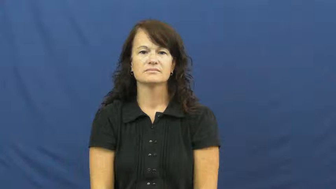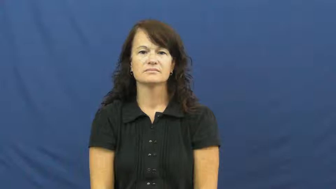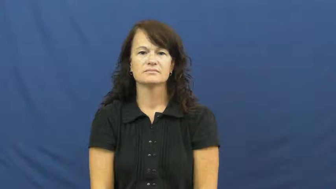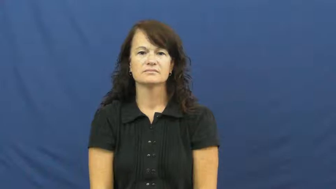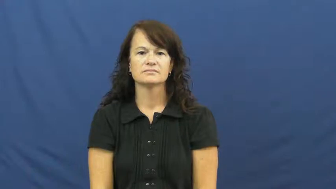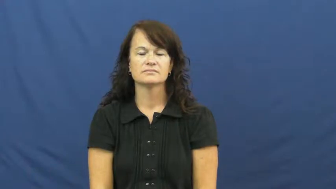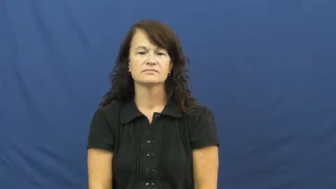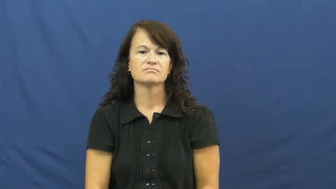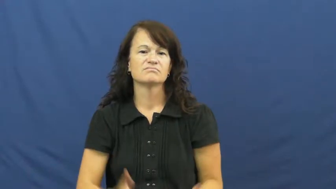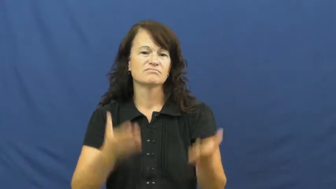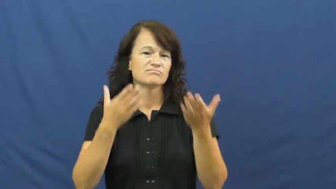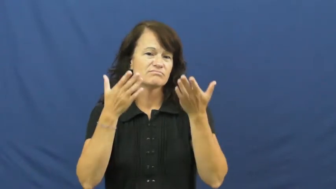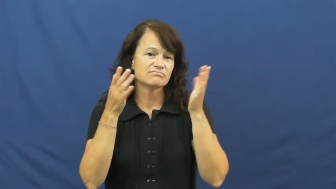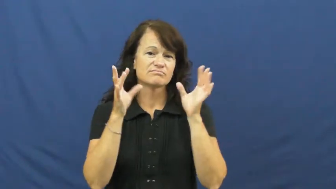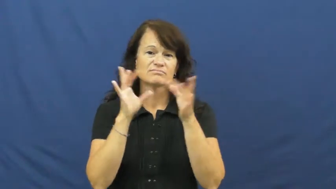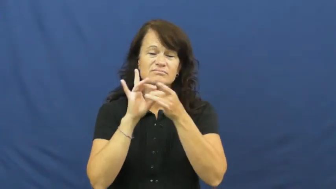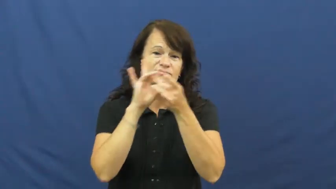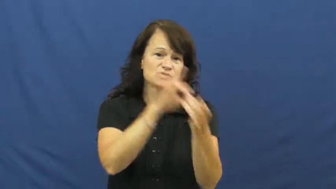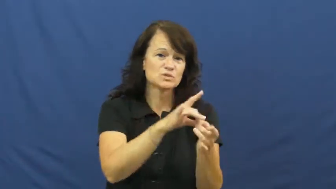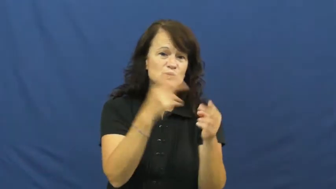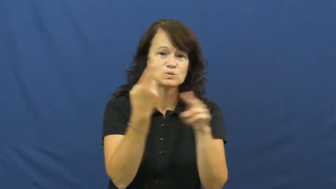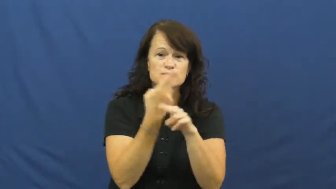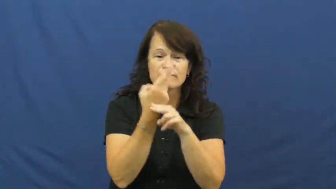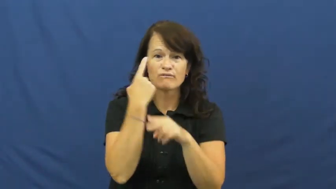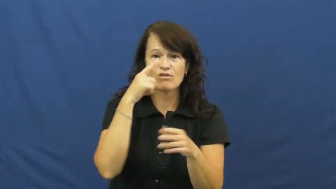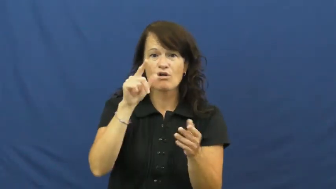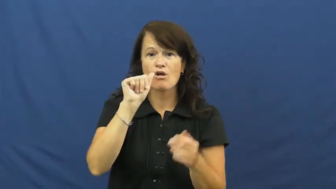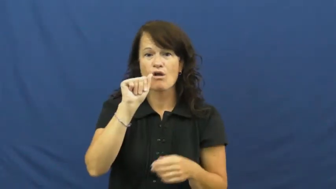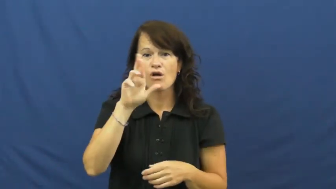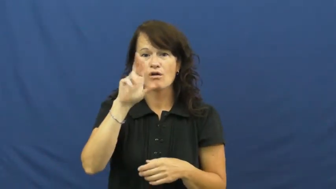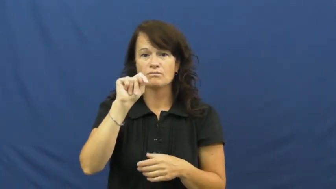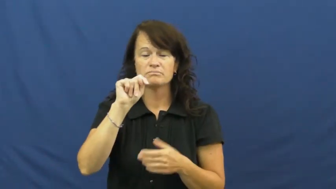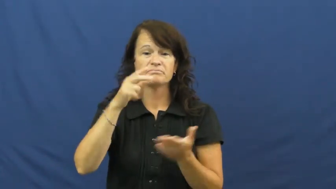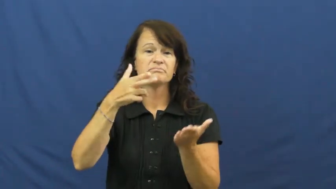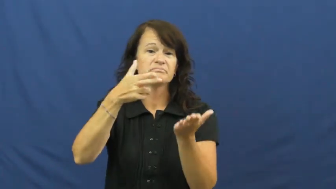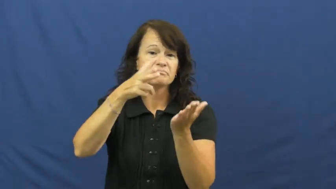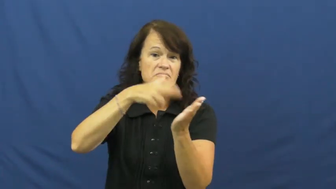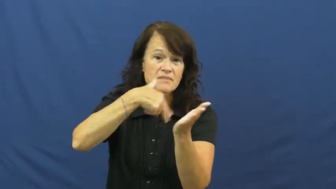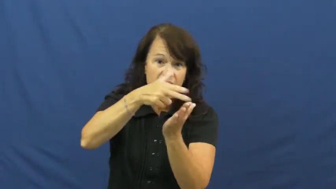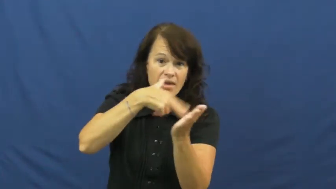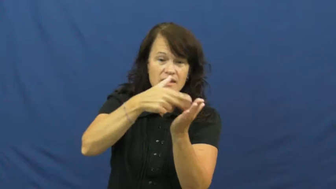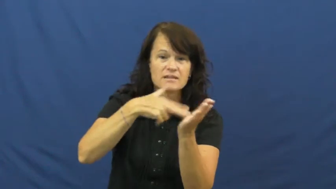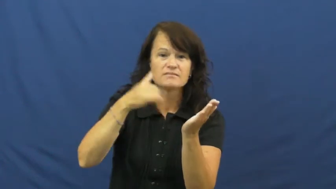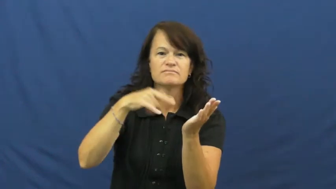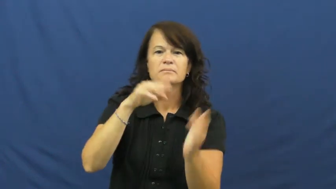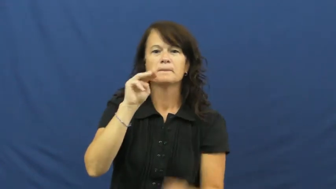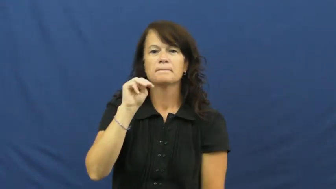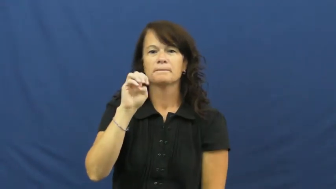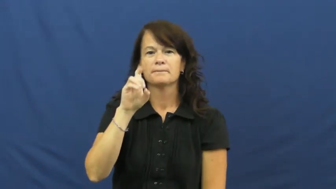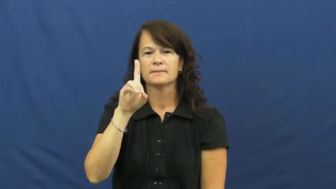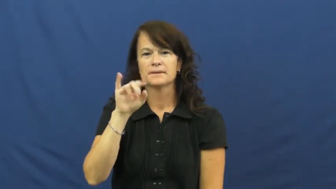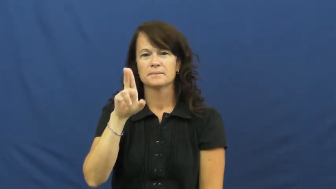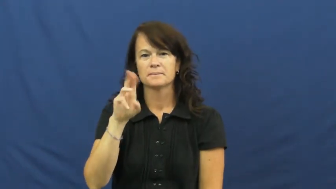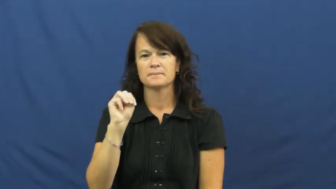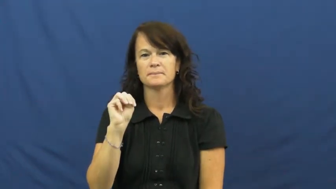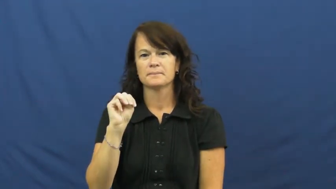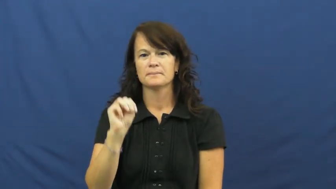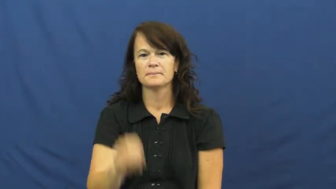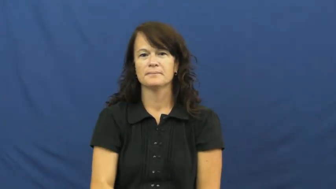medium-art